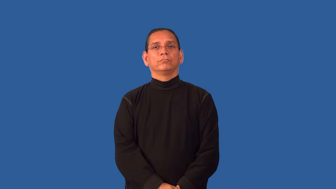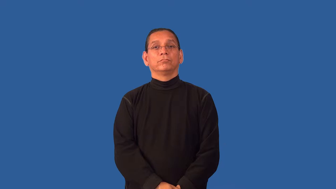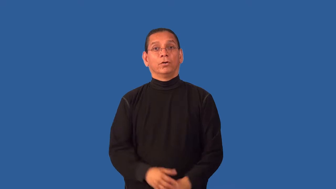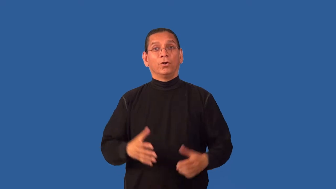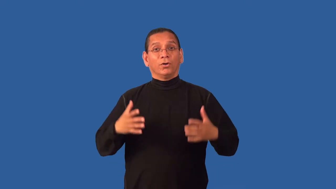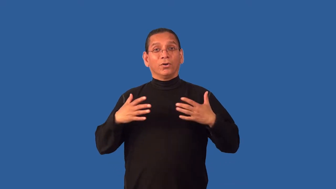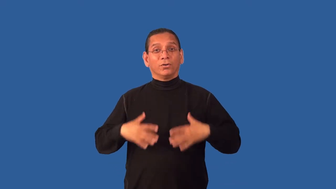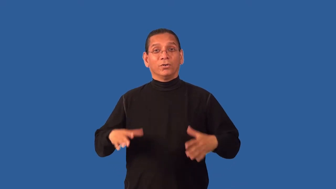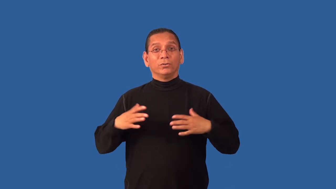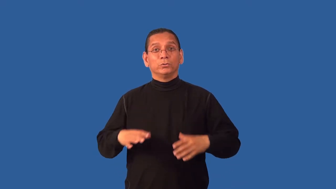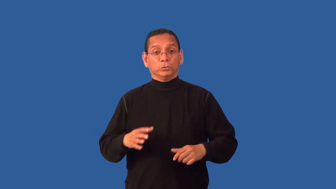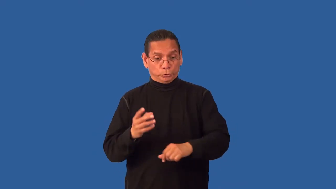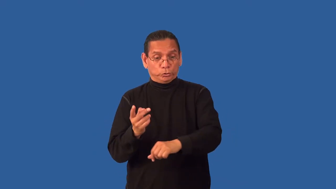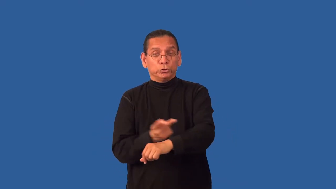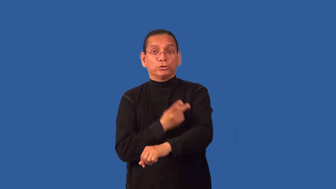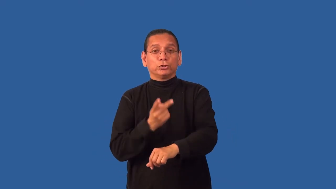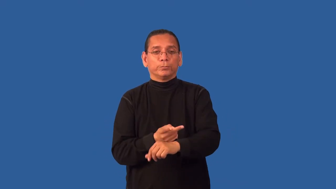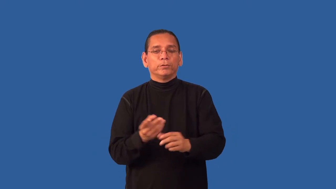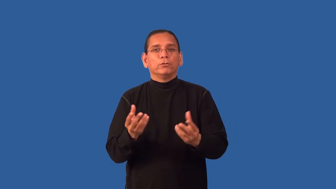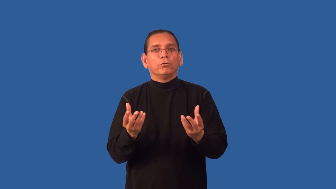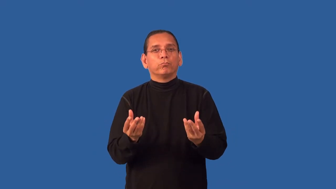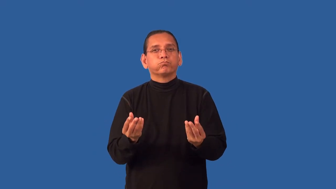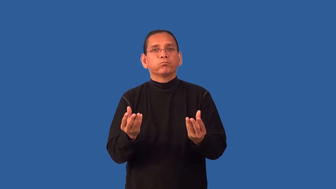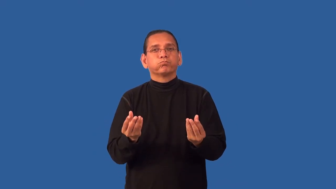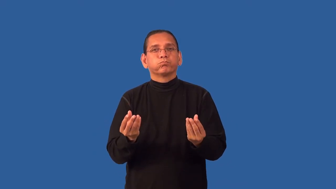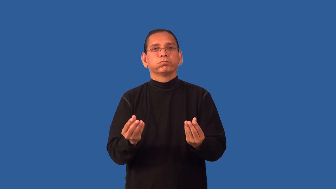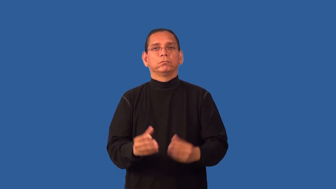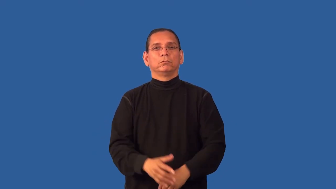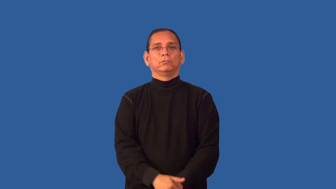fleece-material